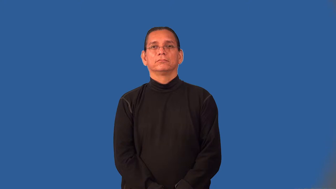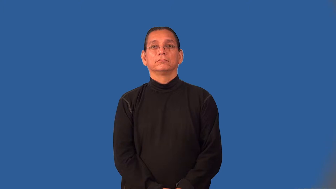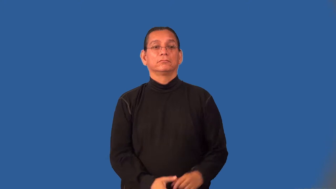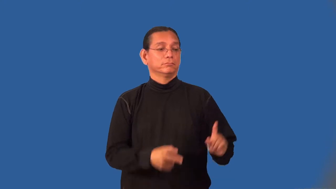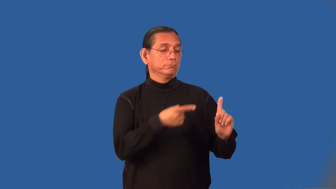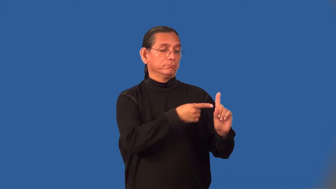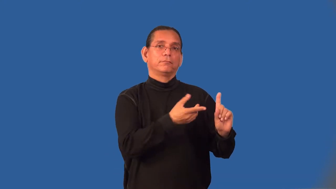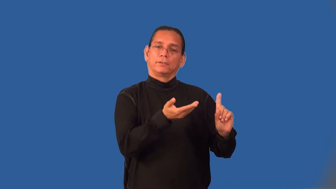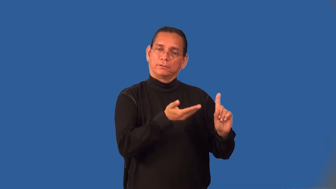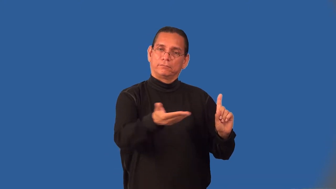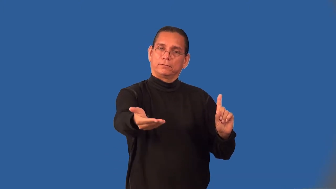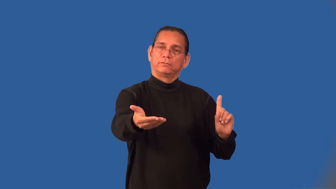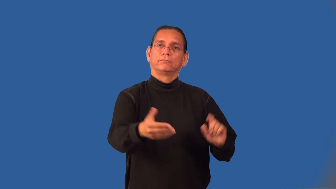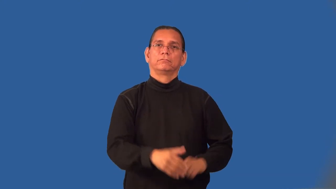invitee